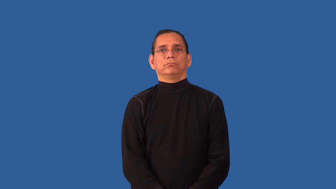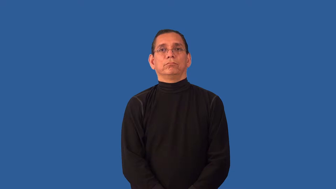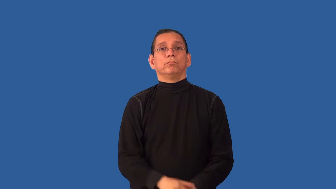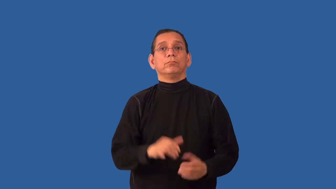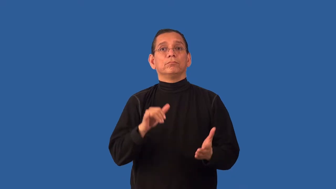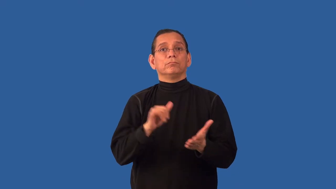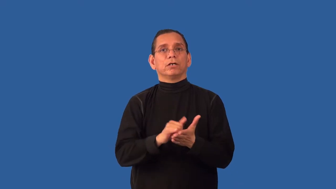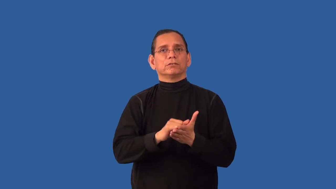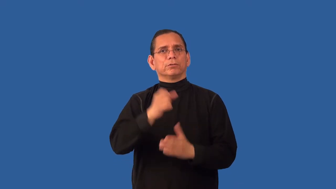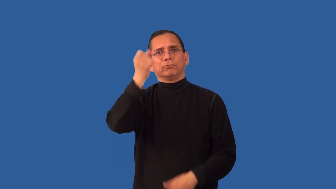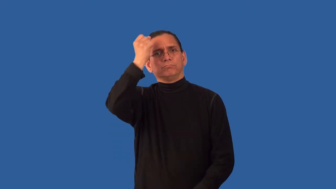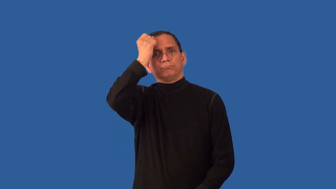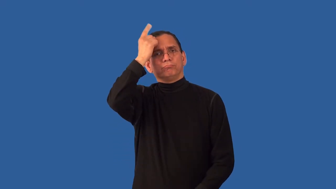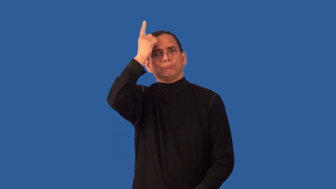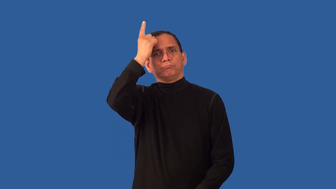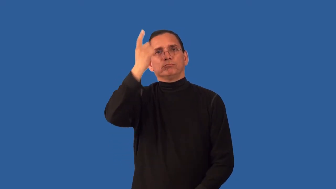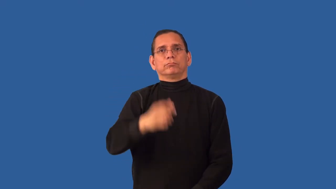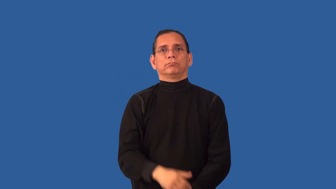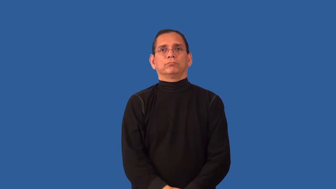unfathomable,fathomless